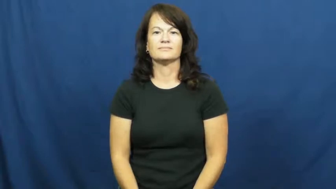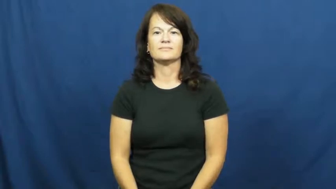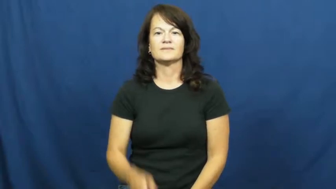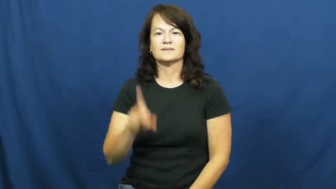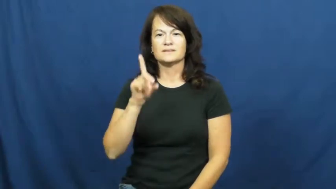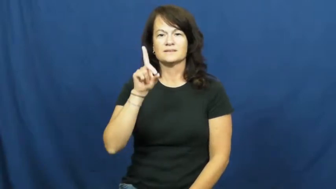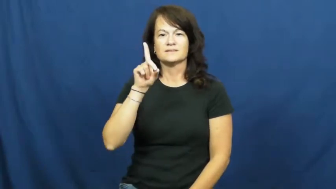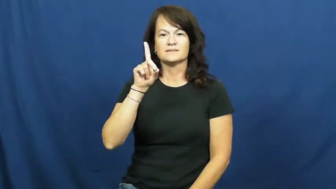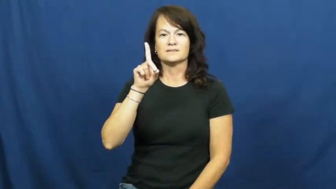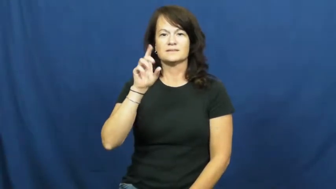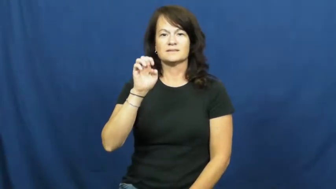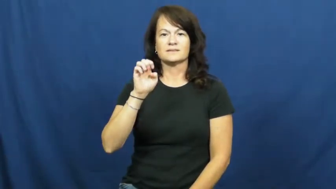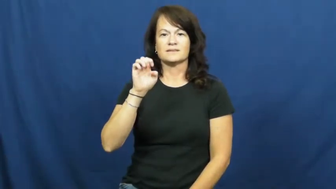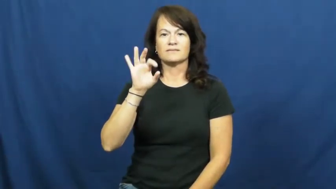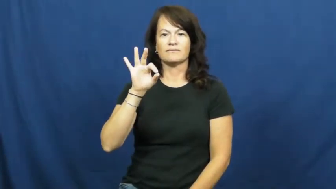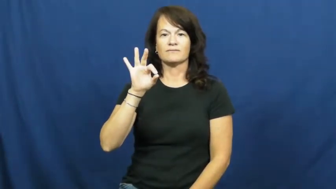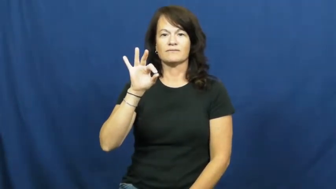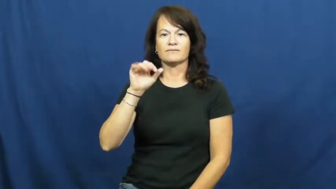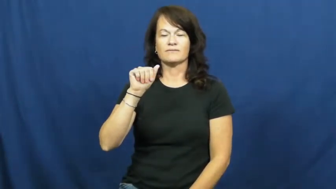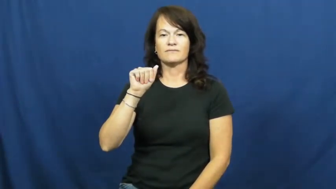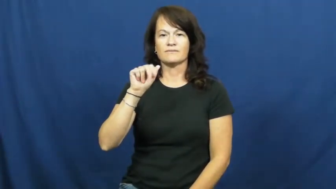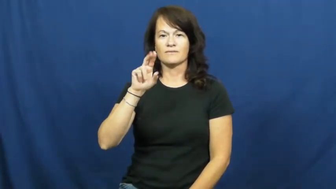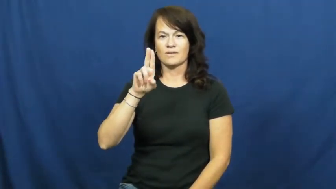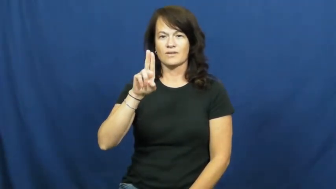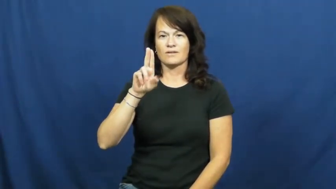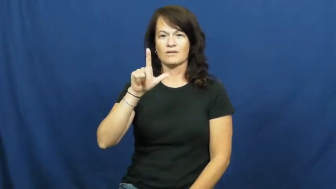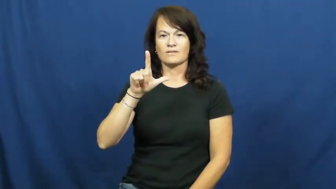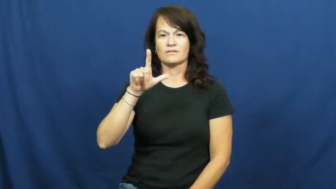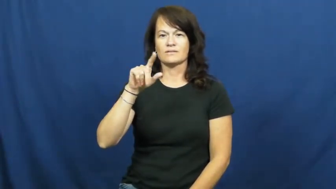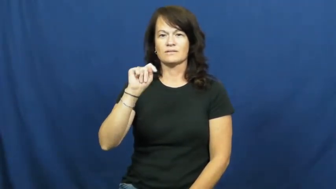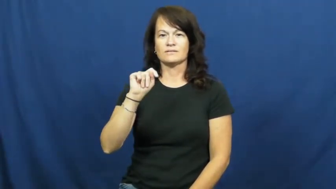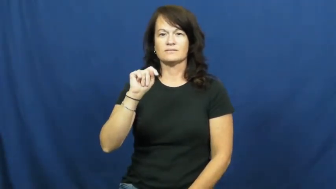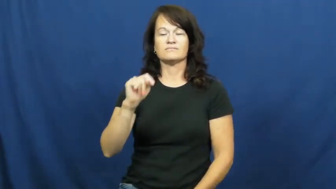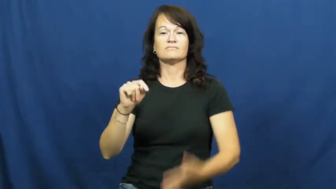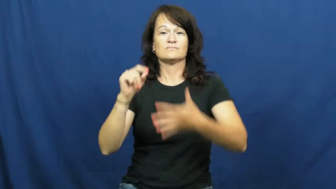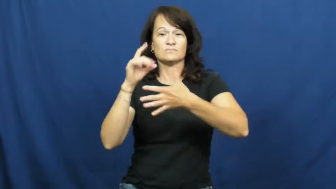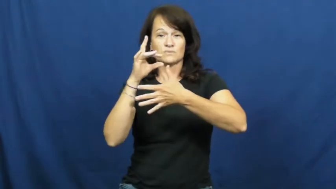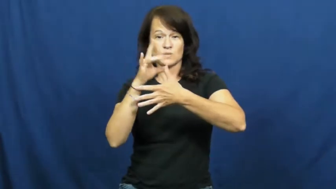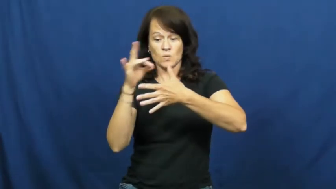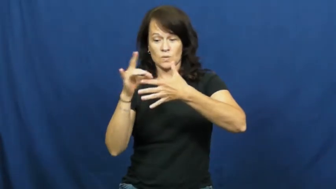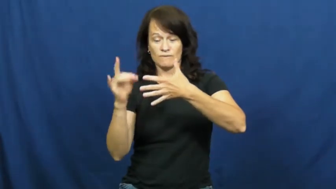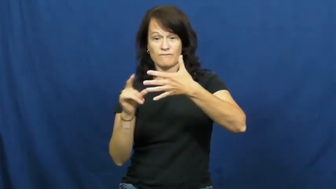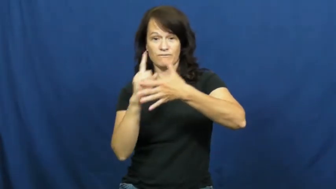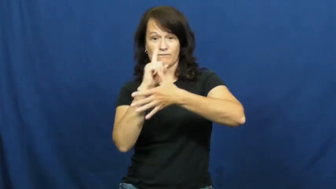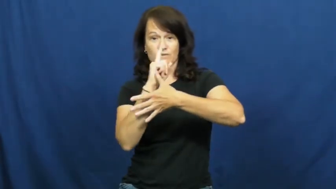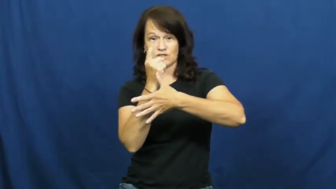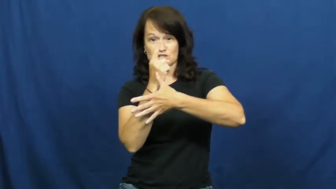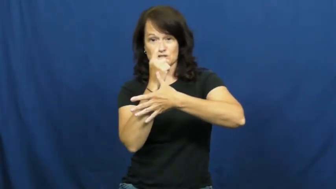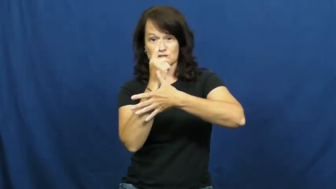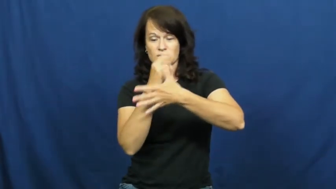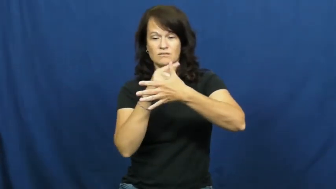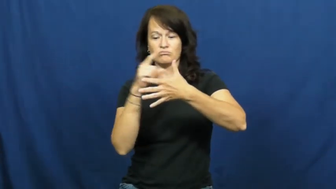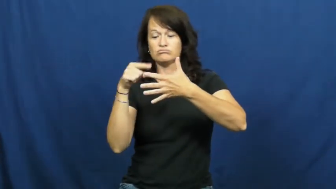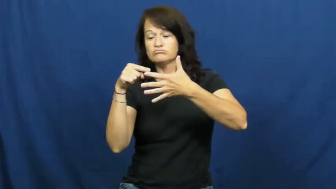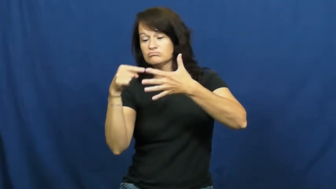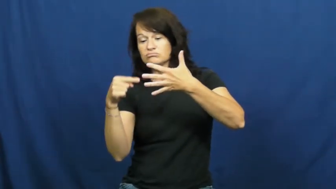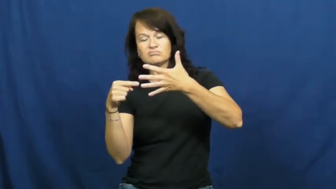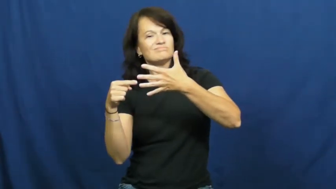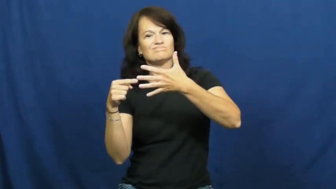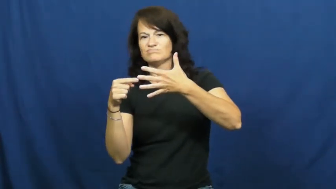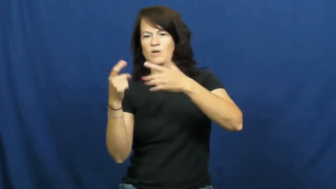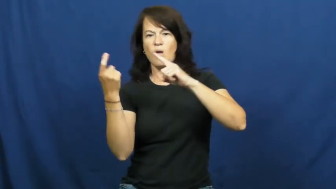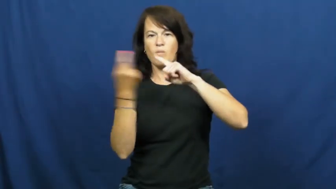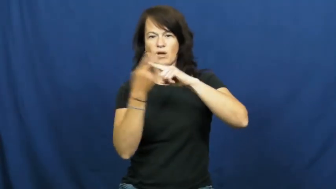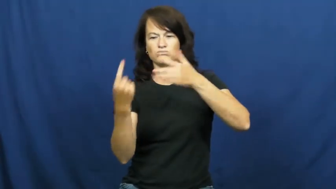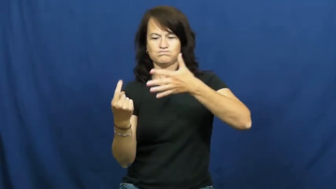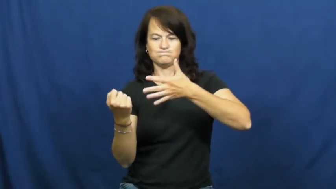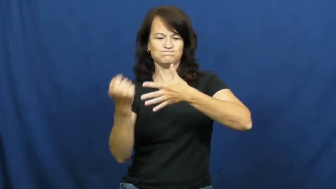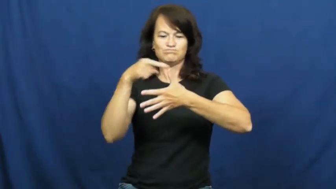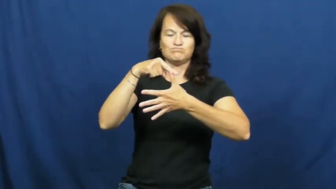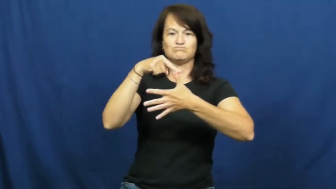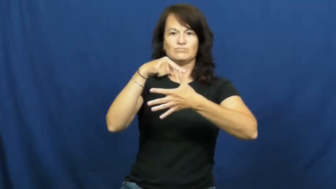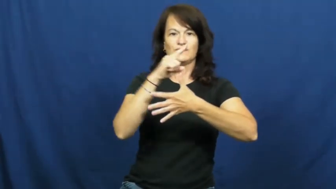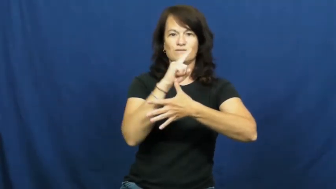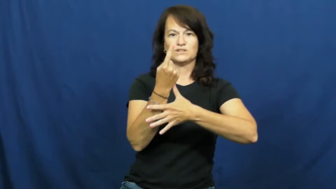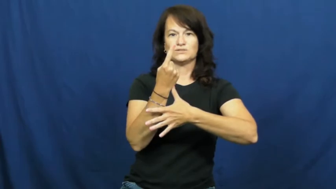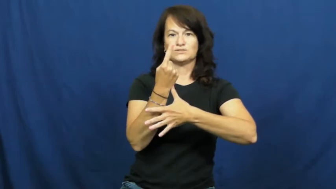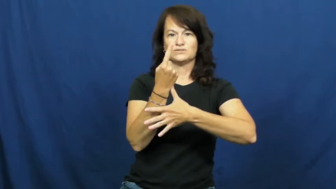default-choice